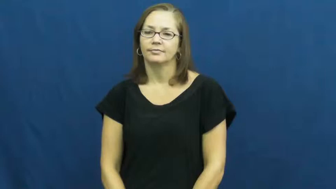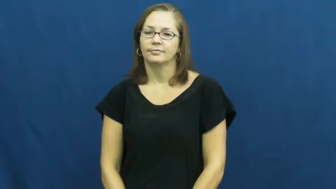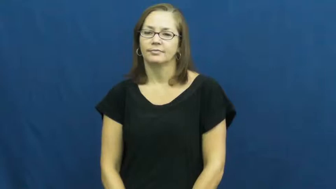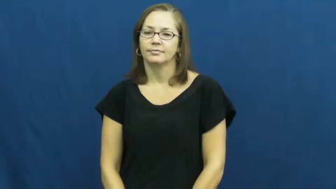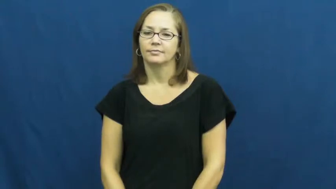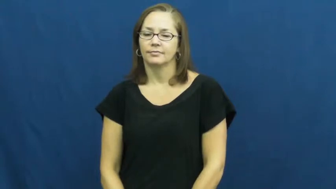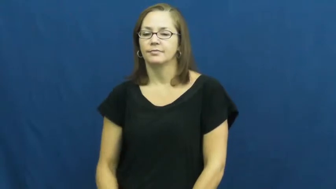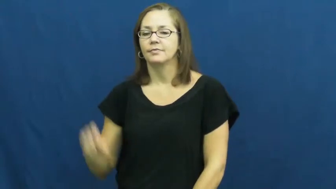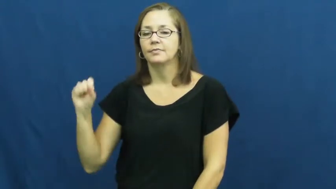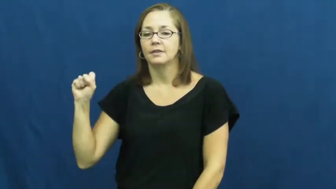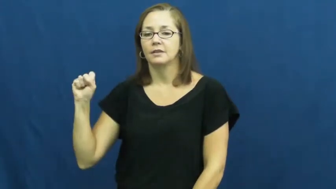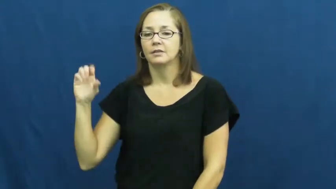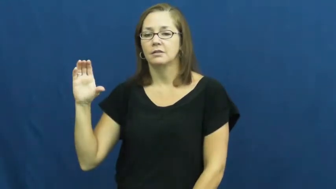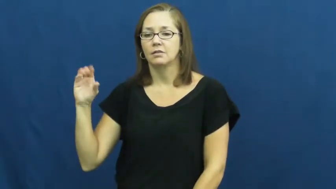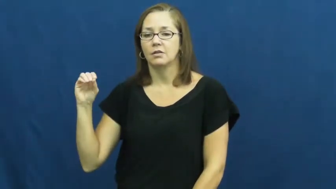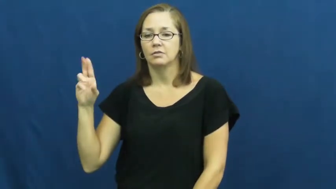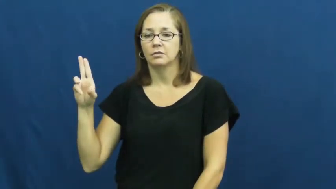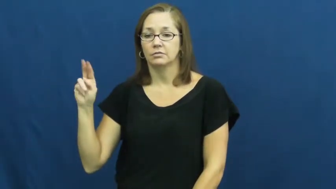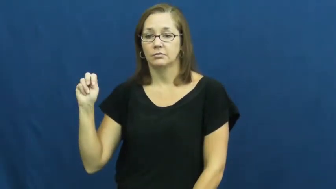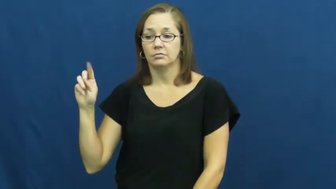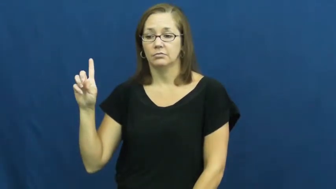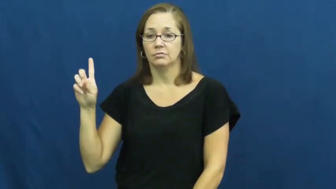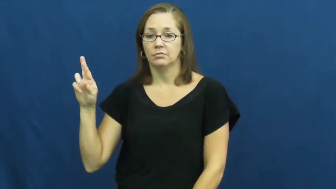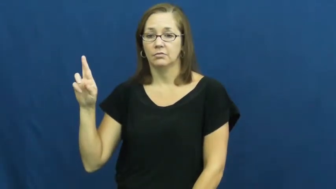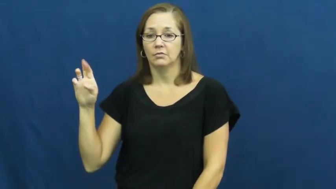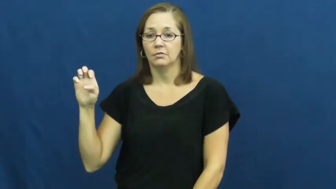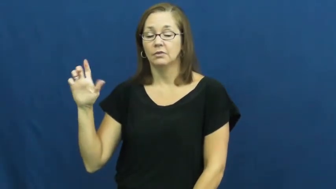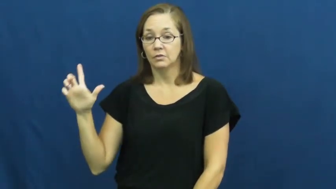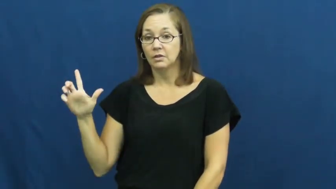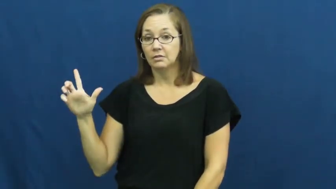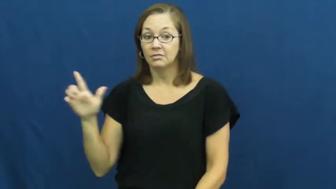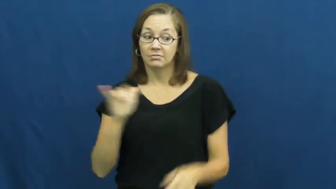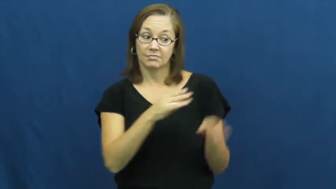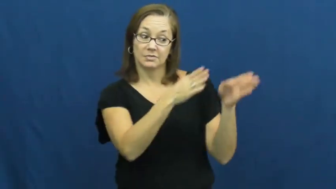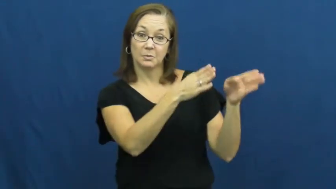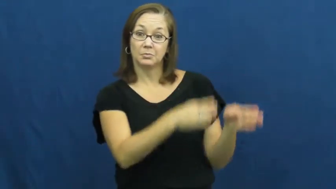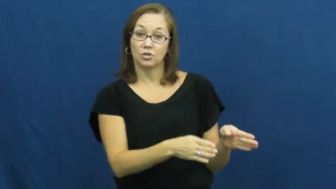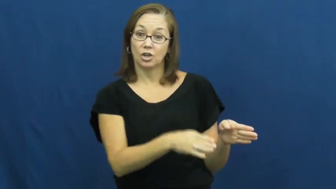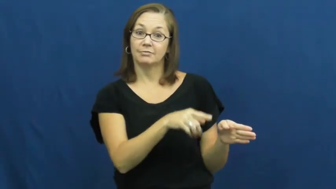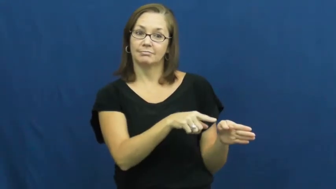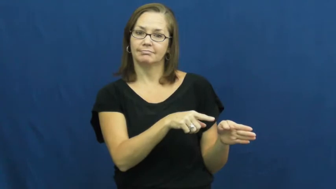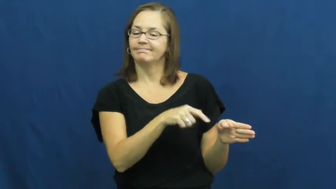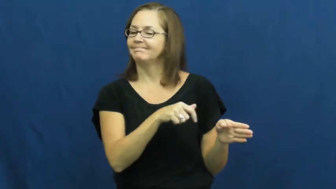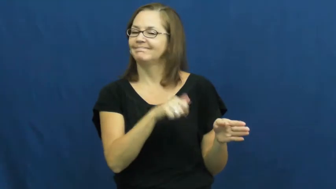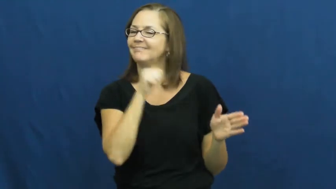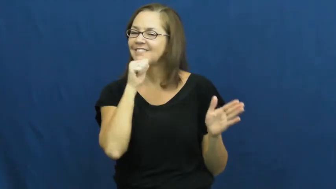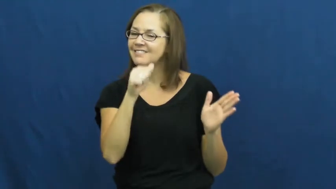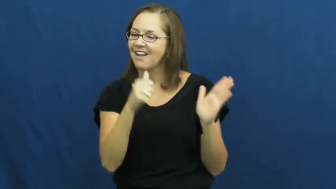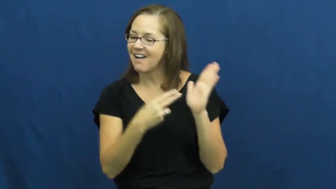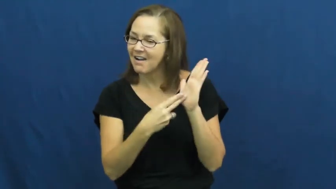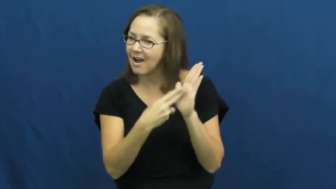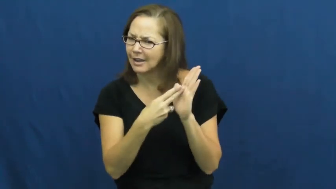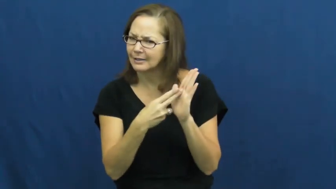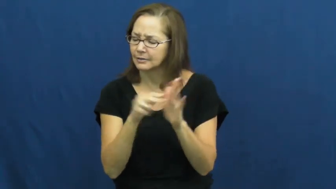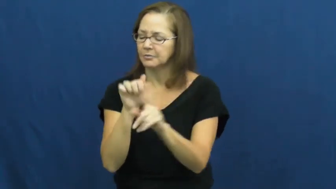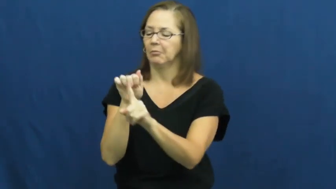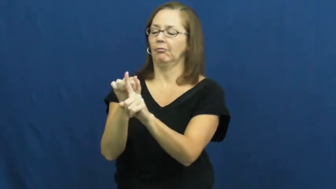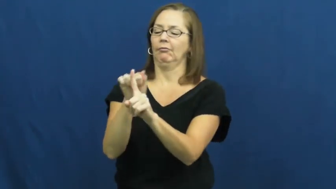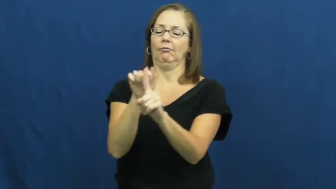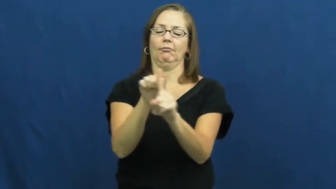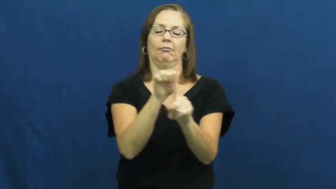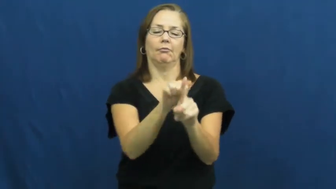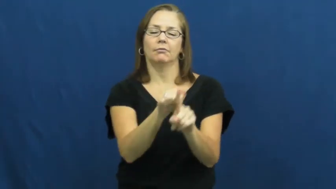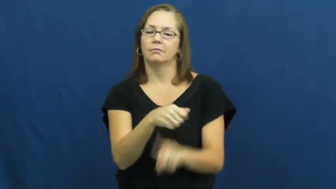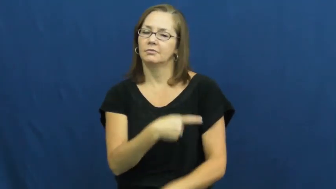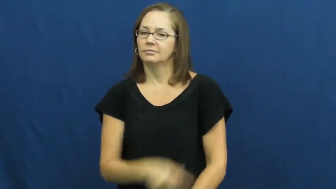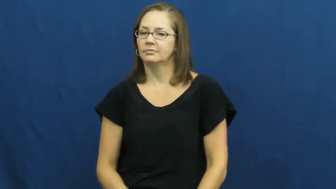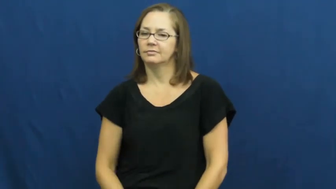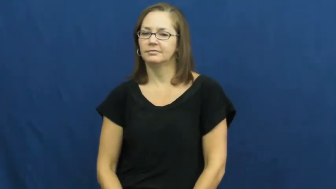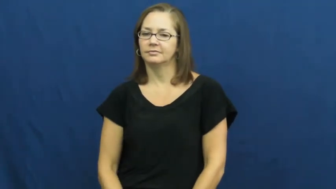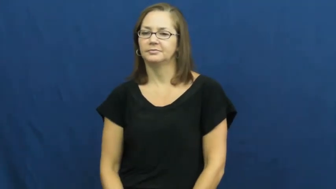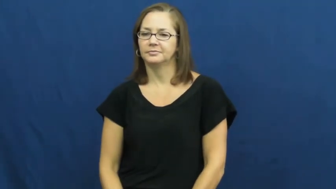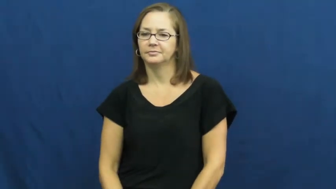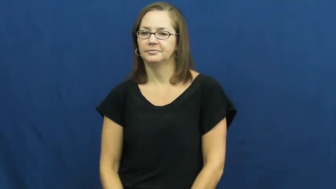scoundrel